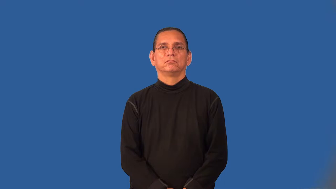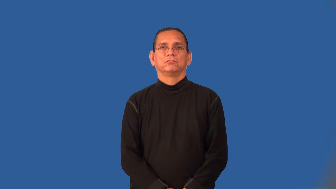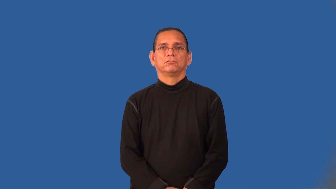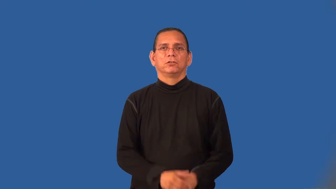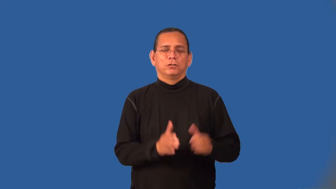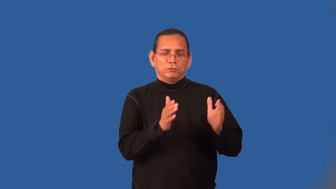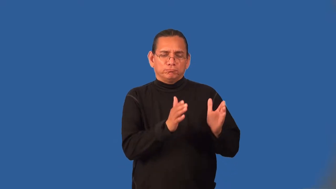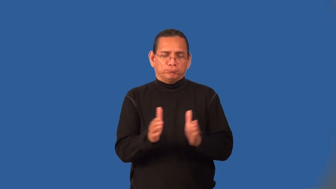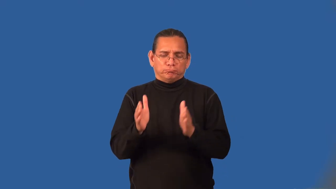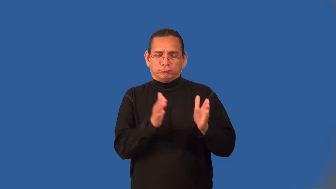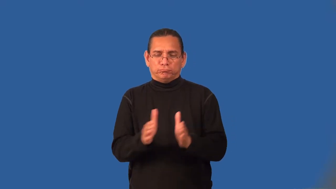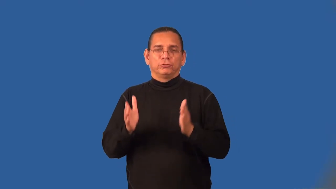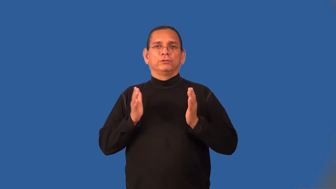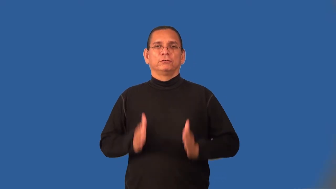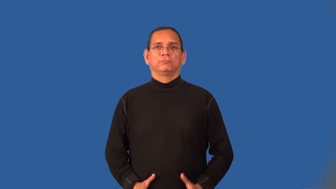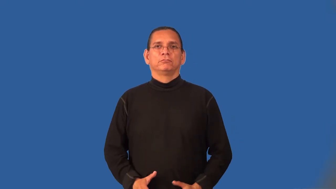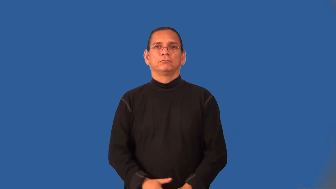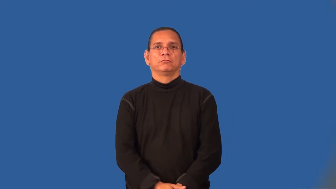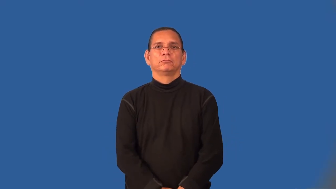organizer,planner